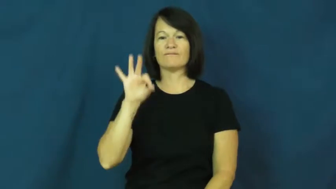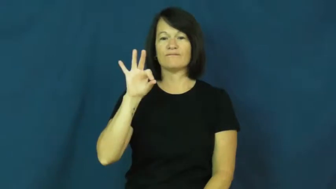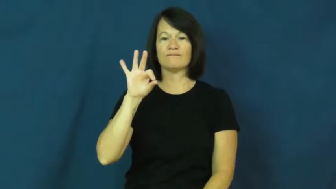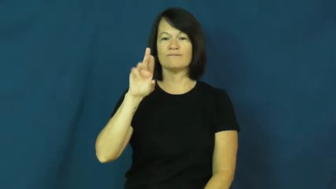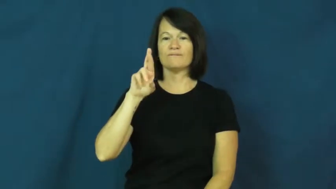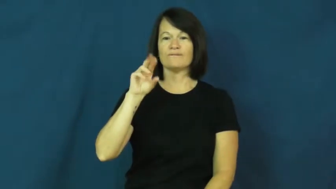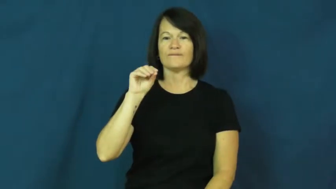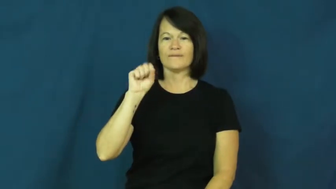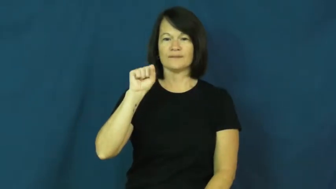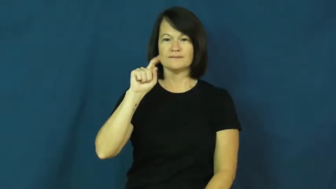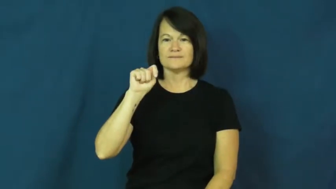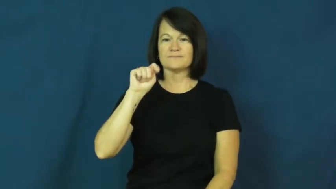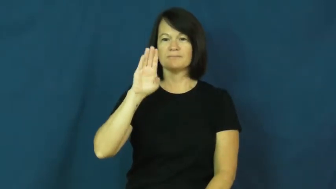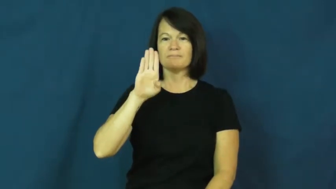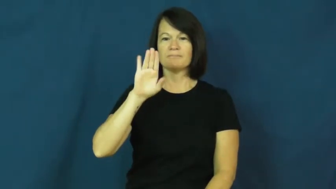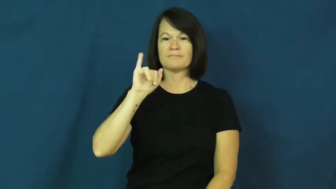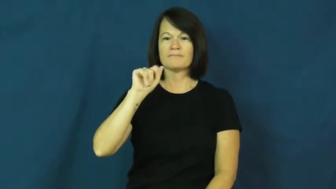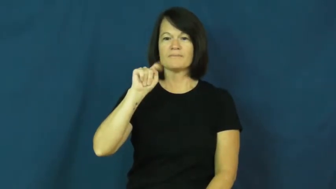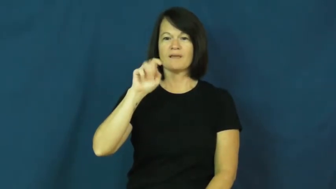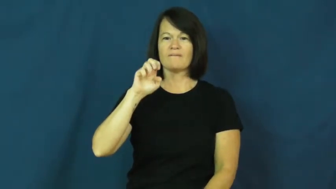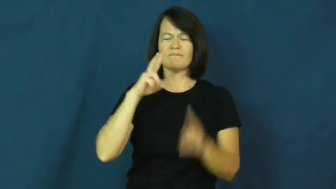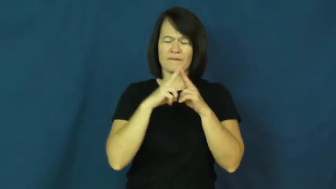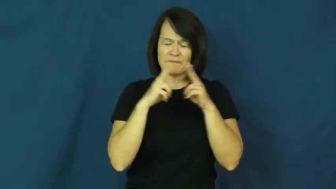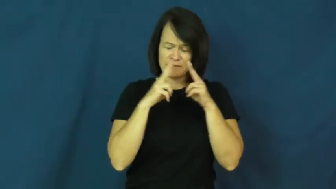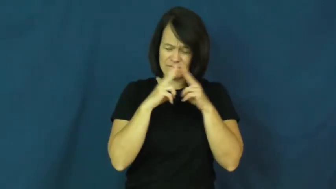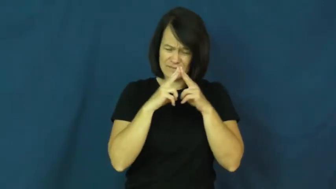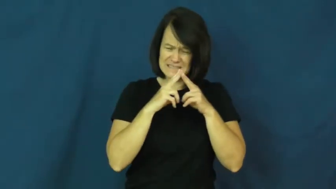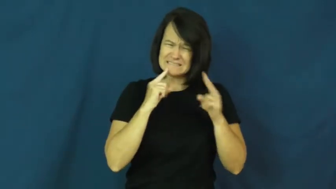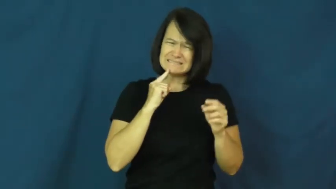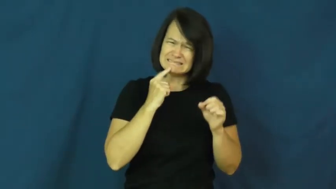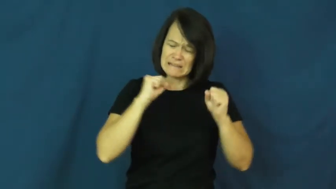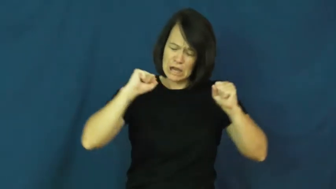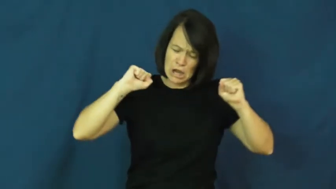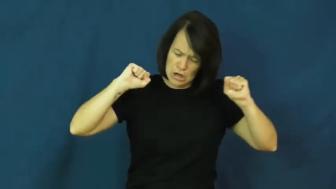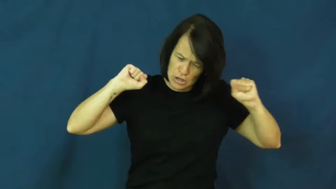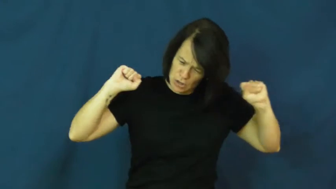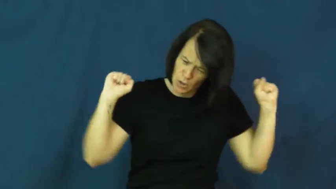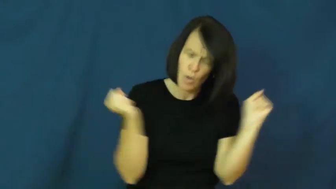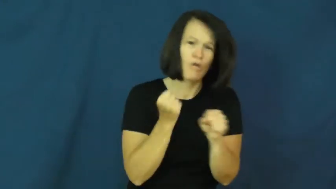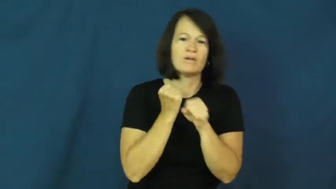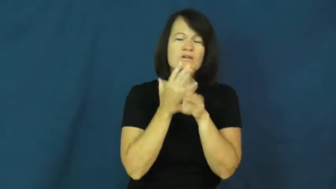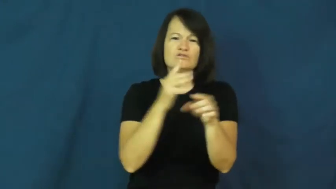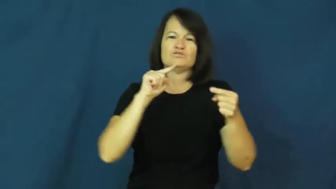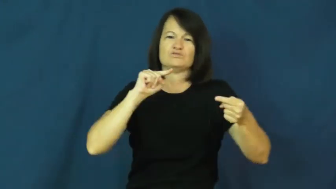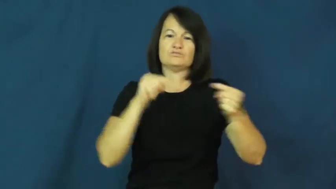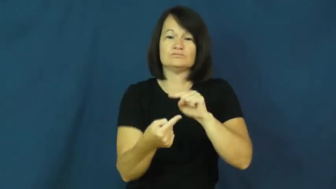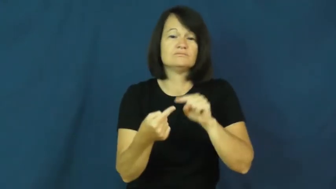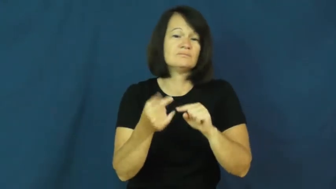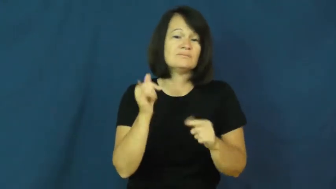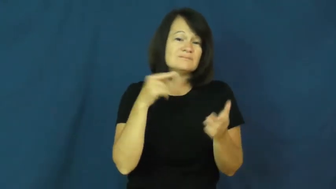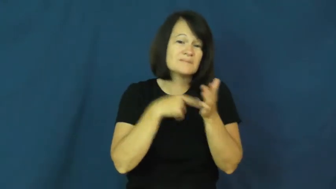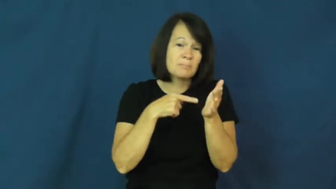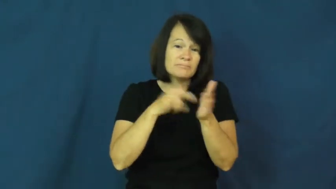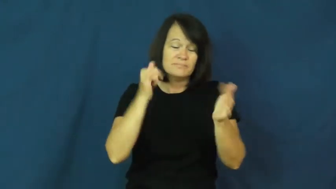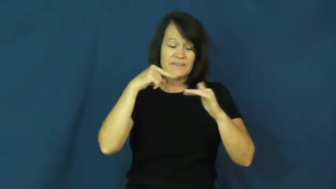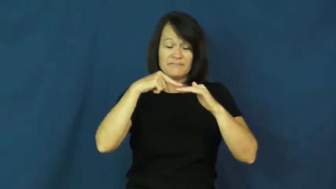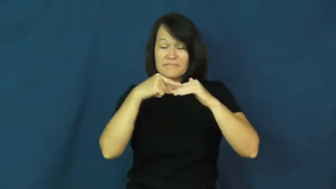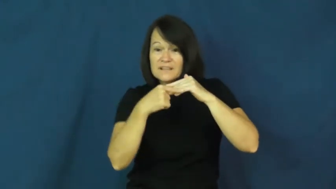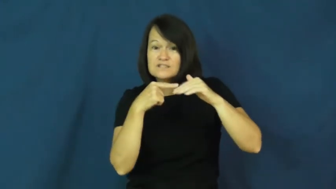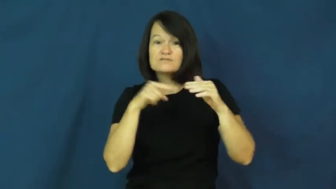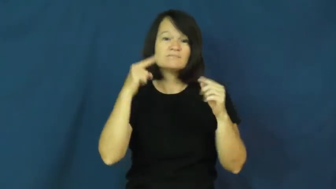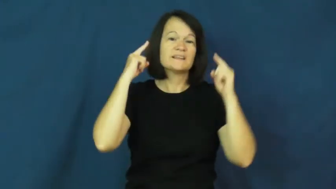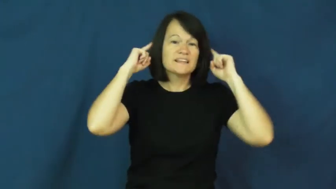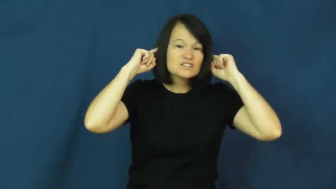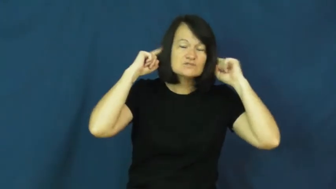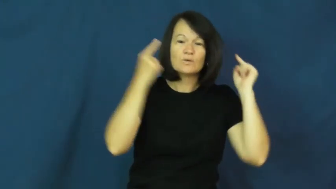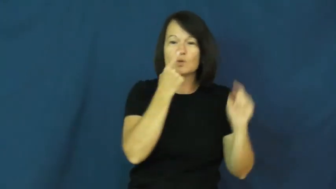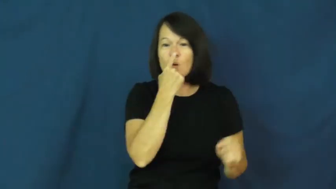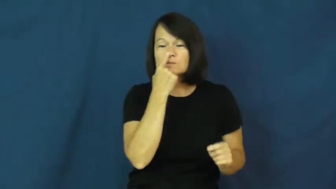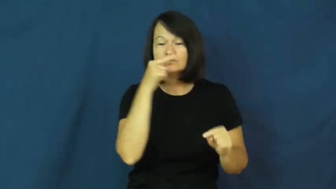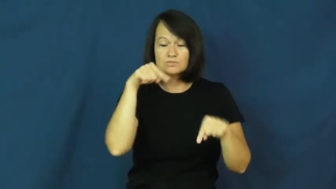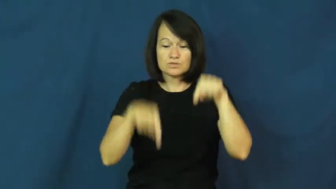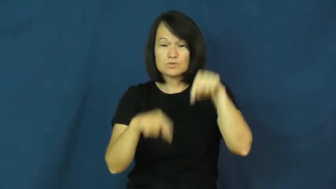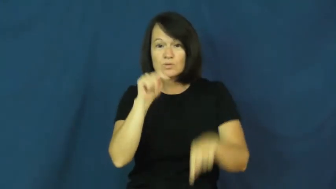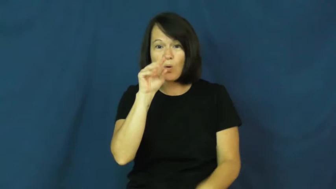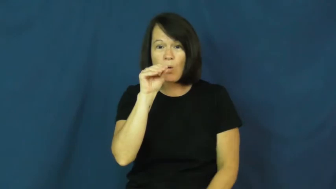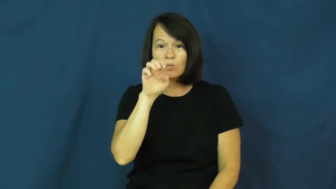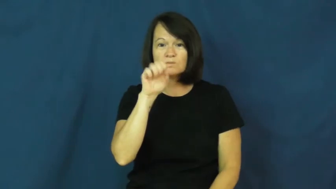frostbite